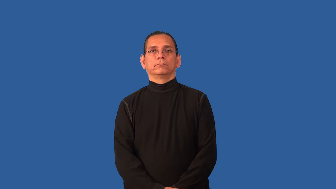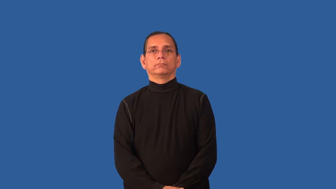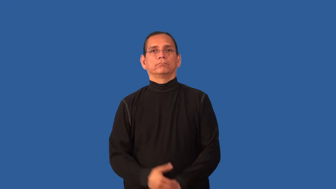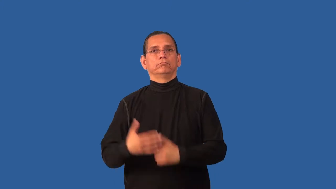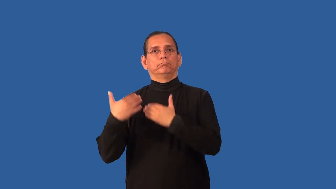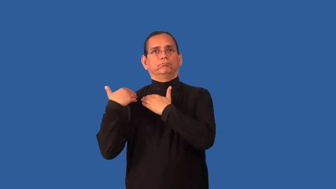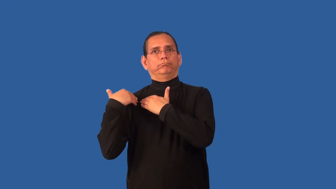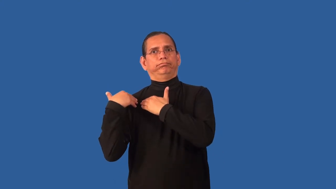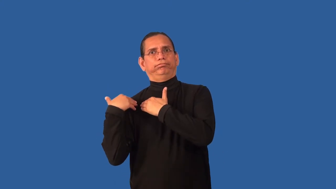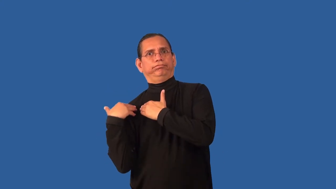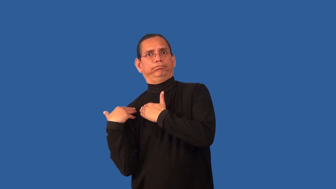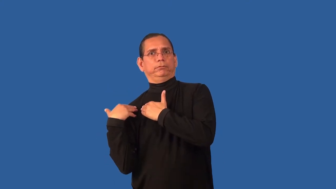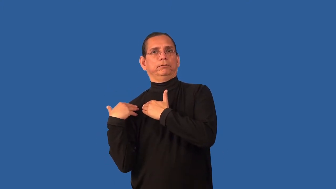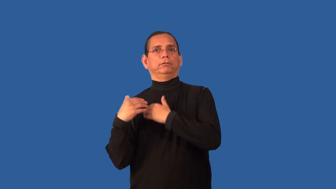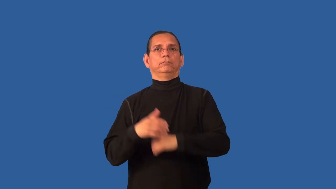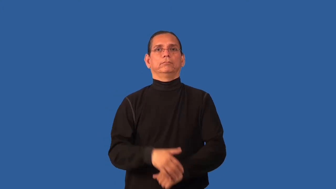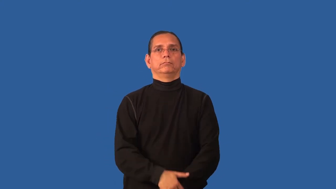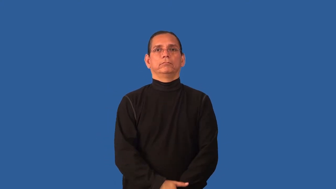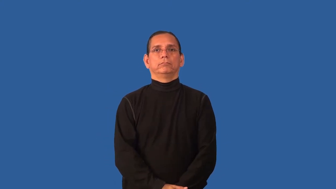burden,saddle